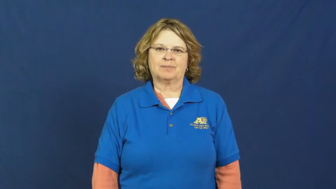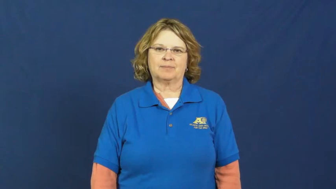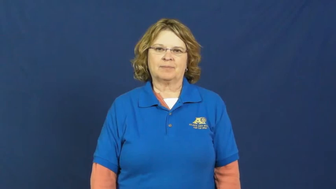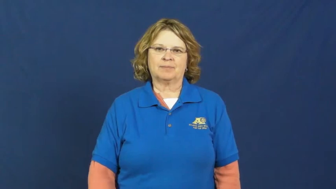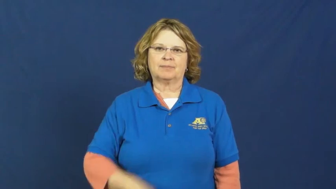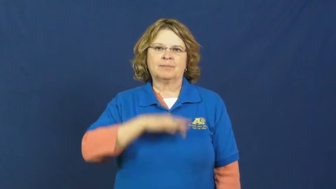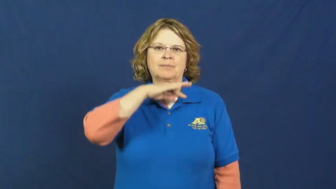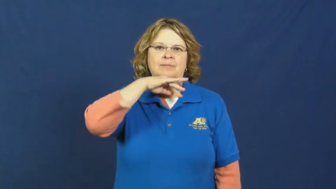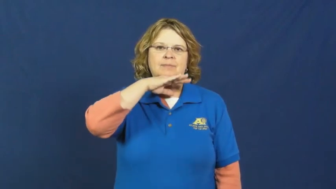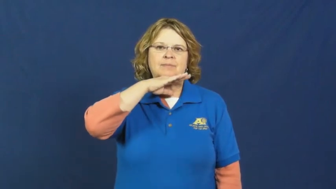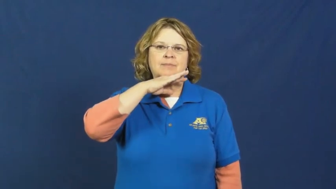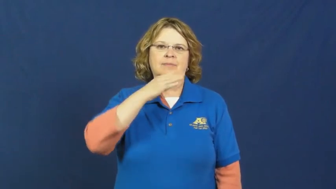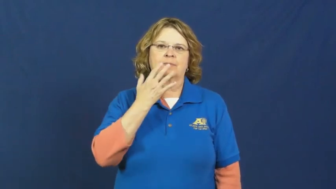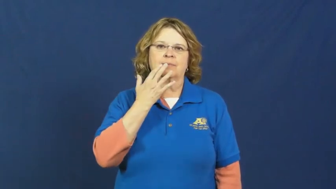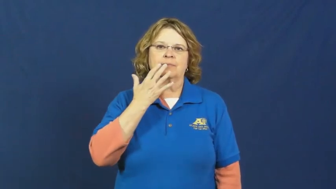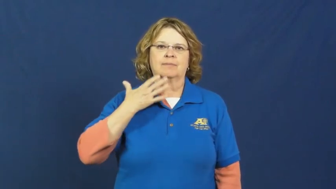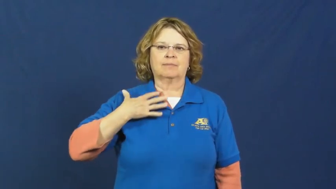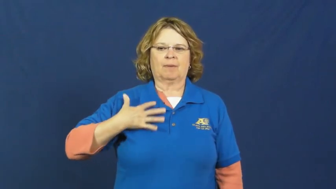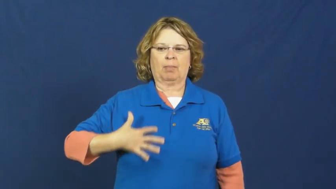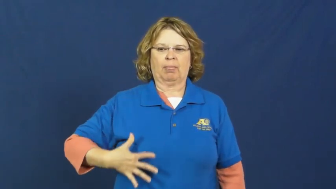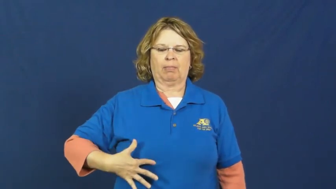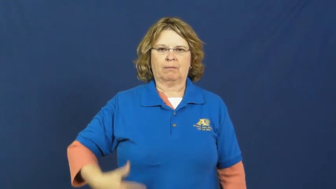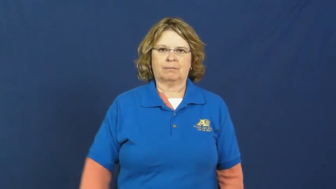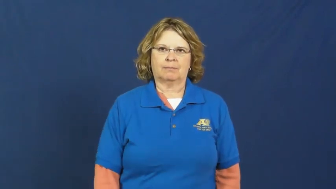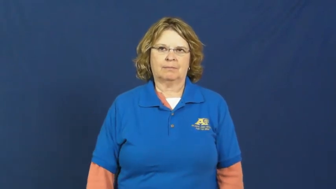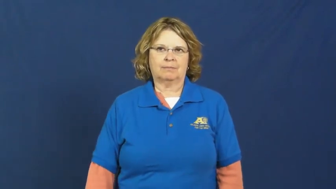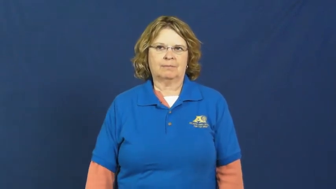stain